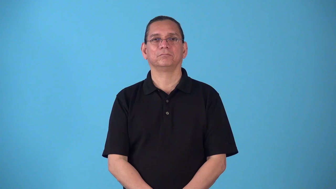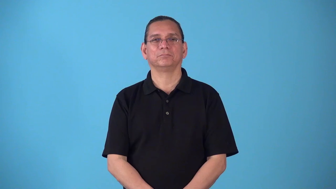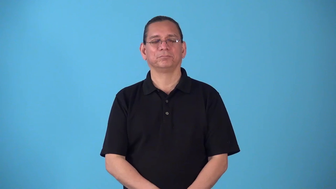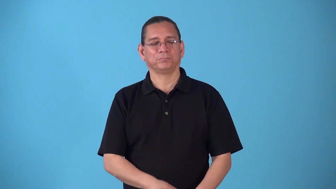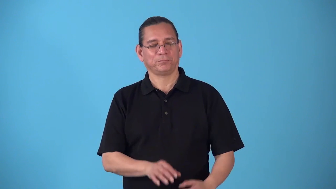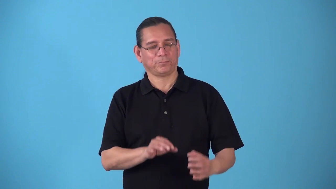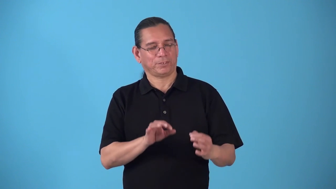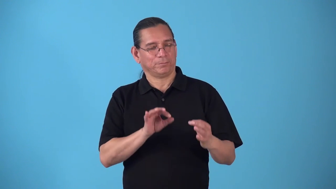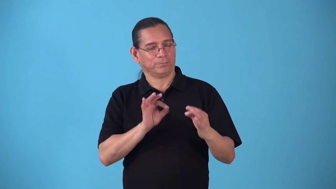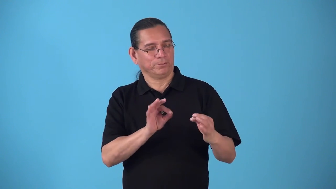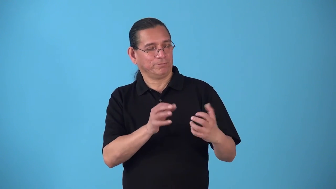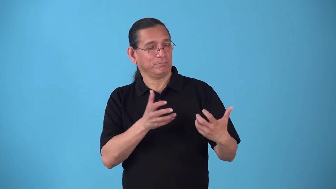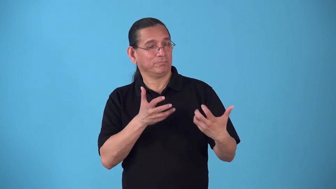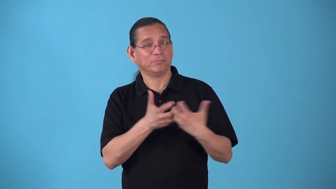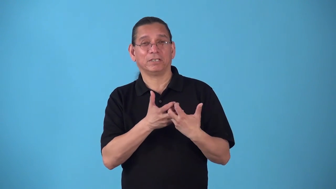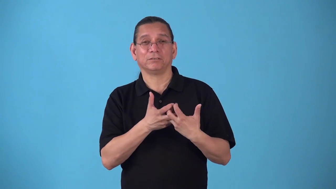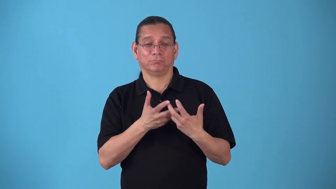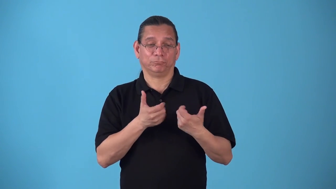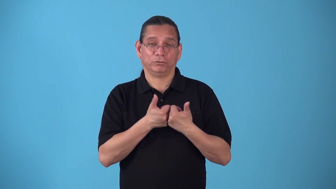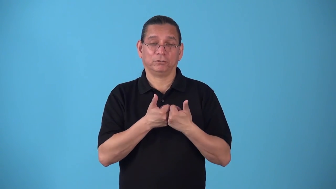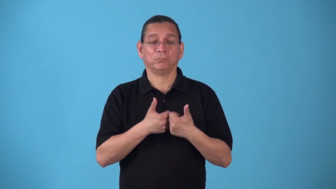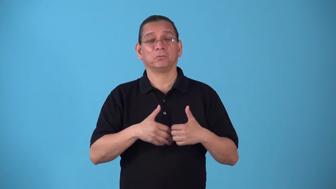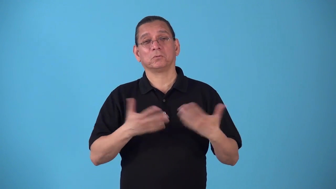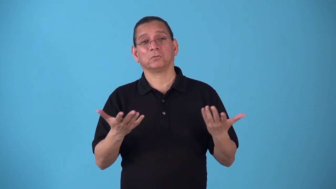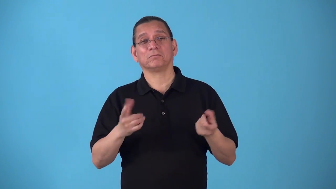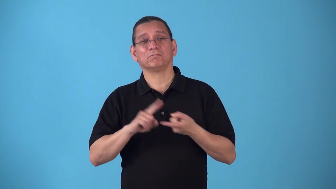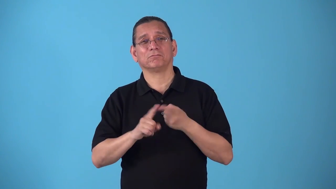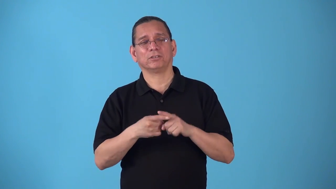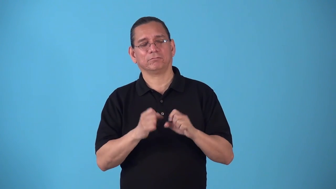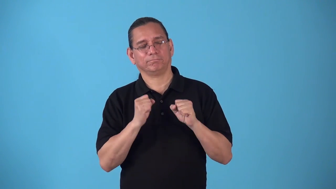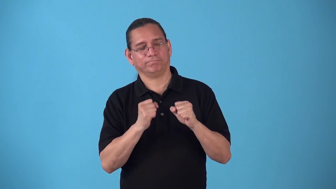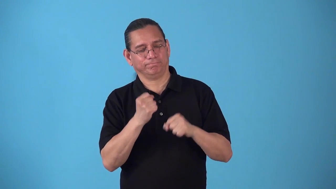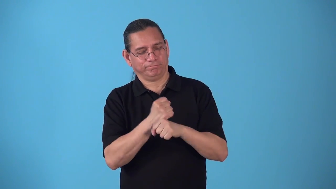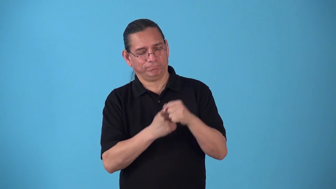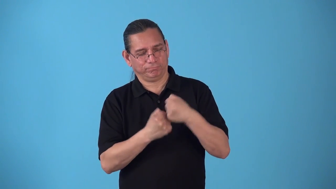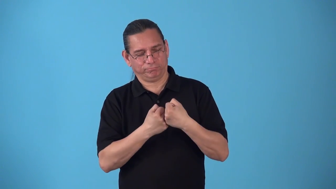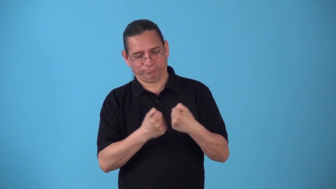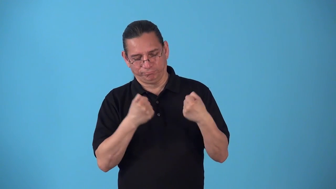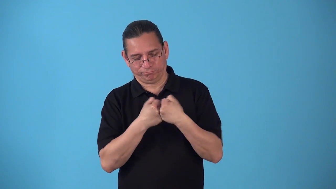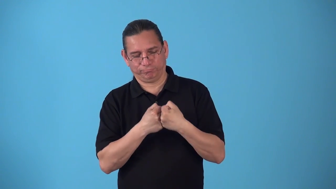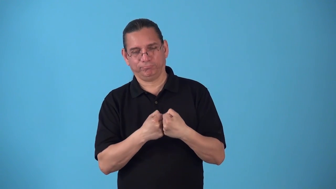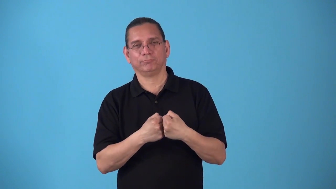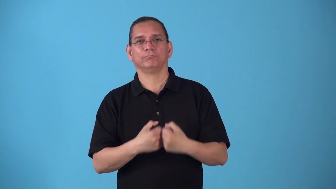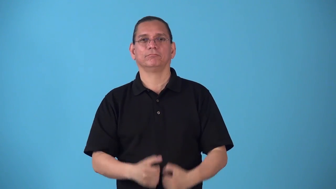soulmate